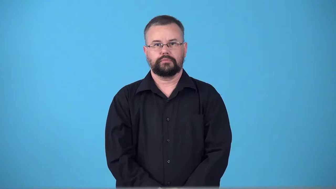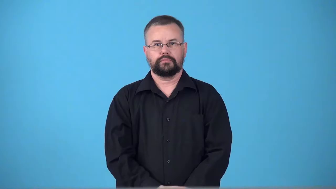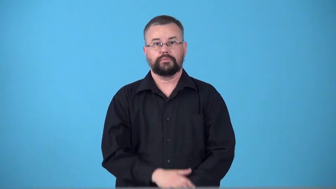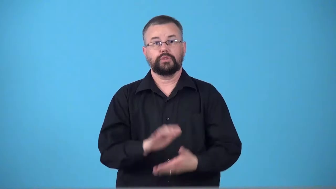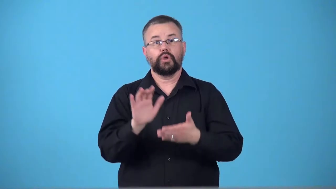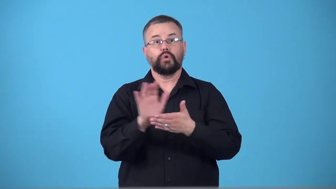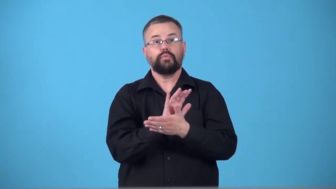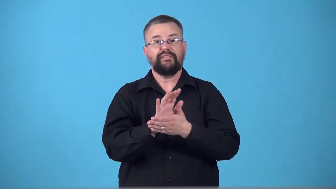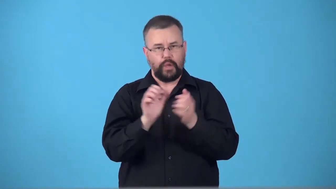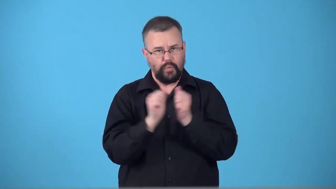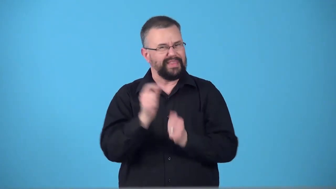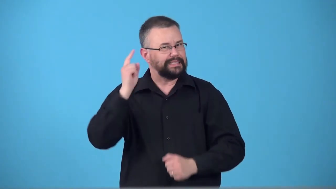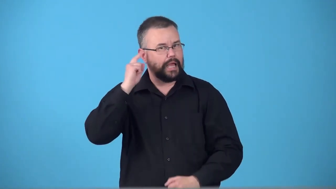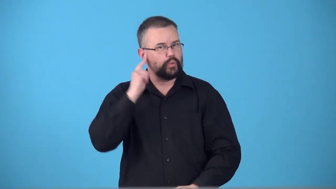talkie-movie